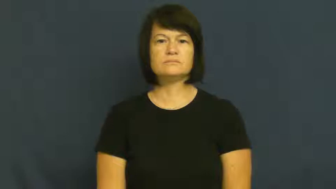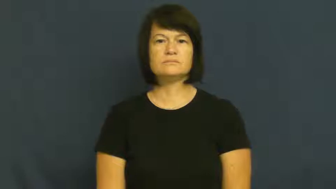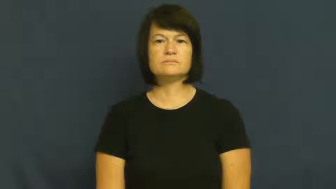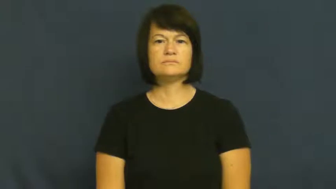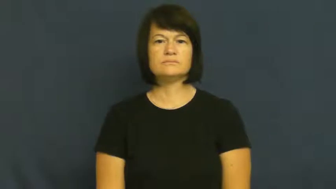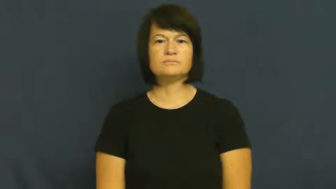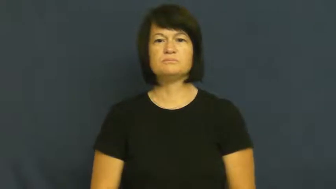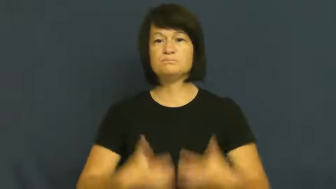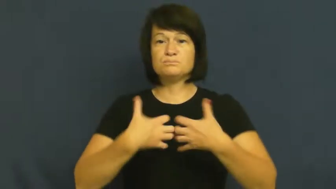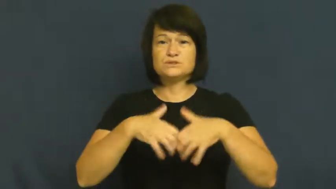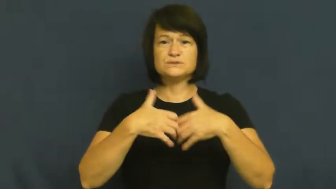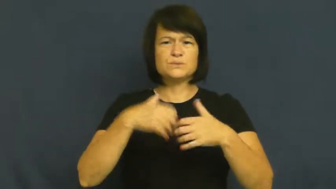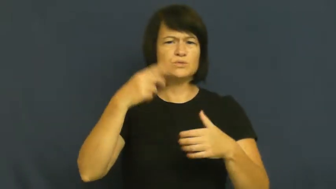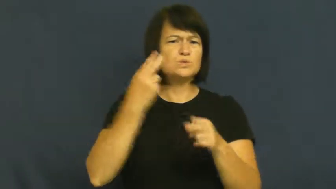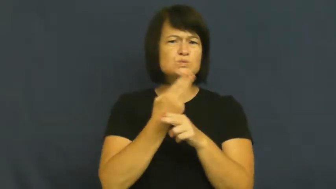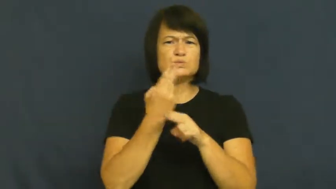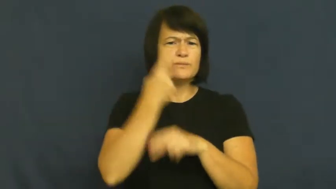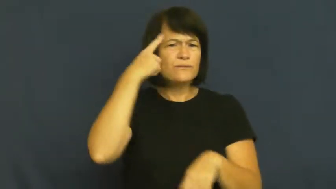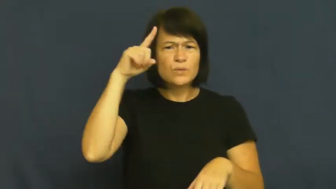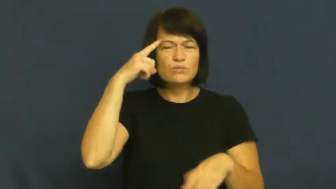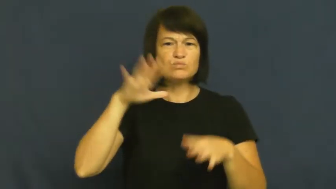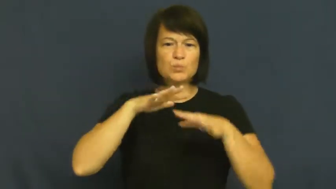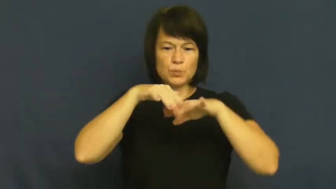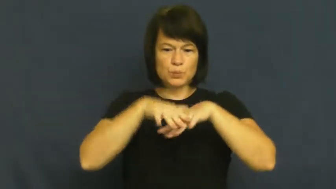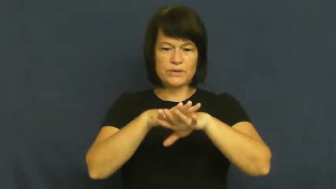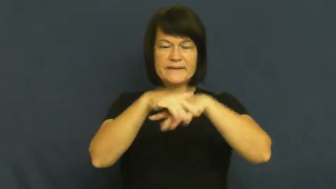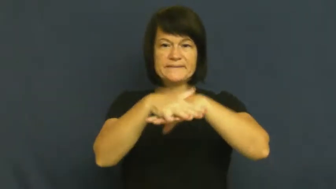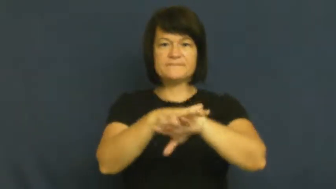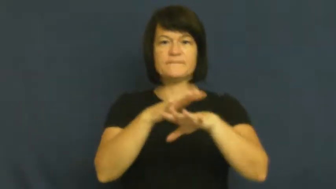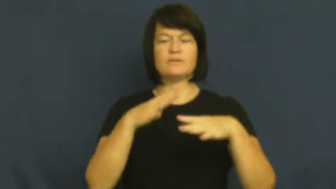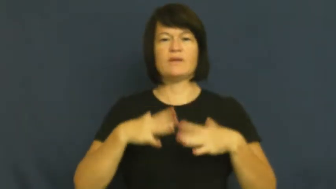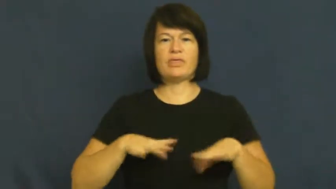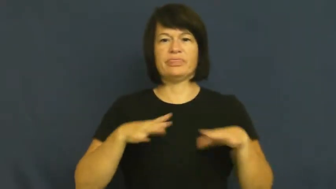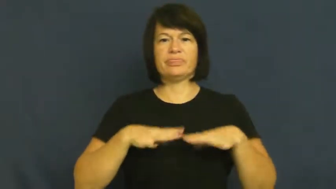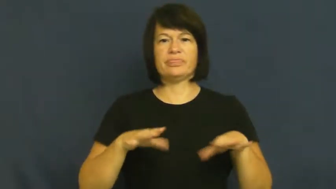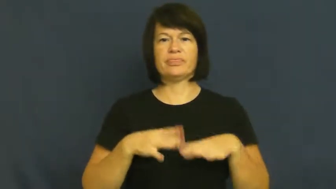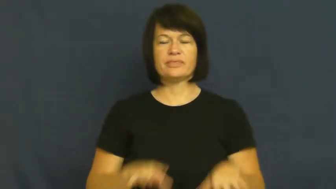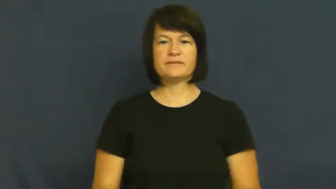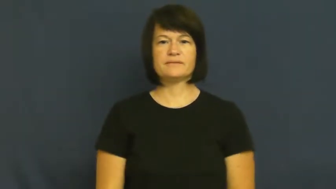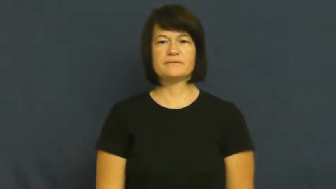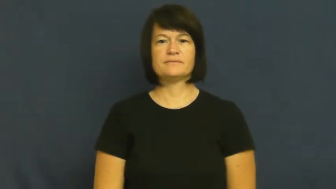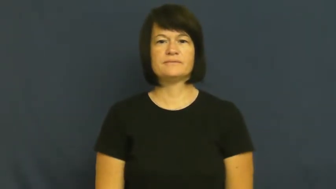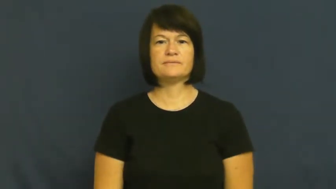loom-machine